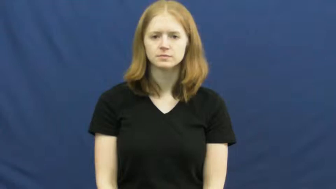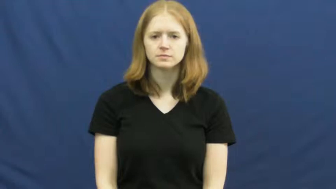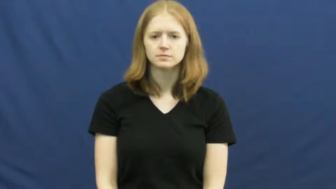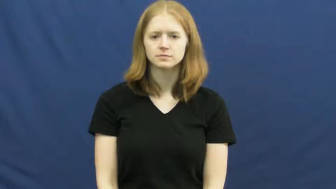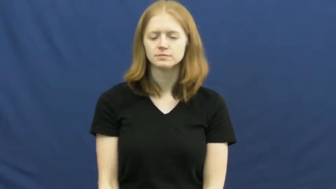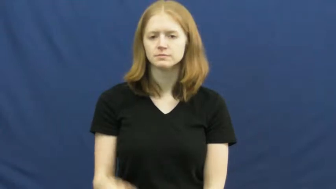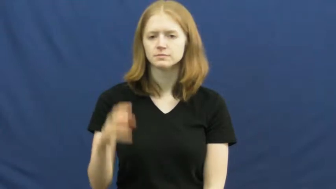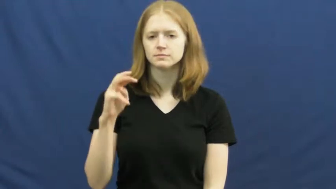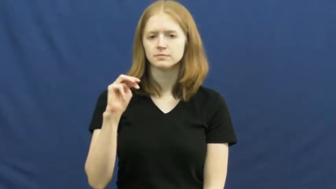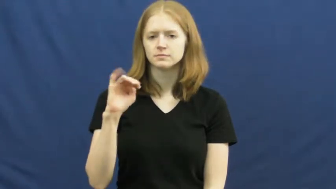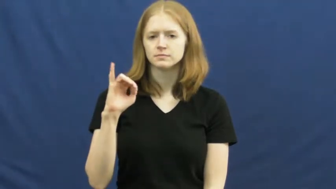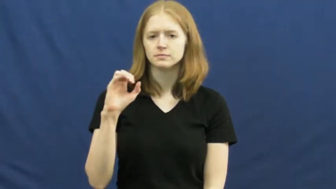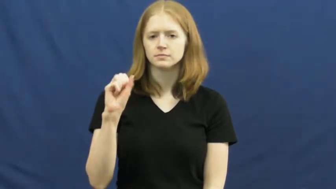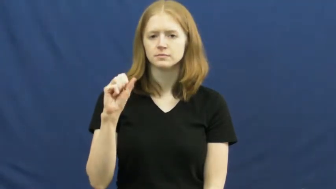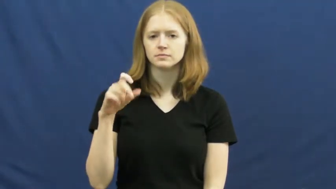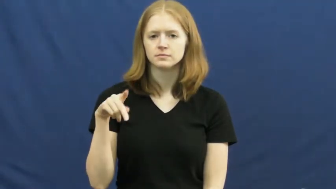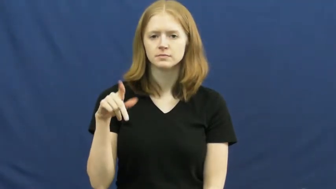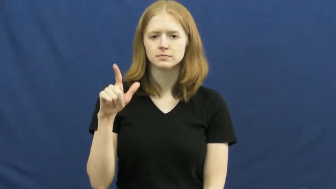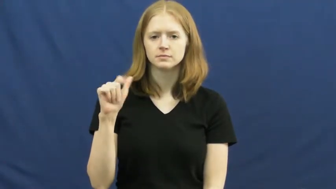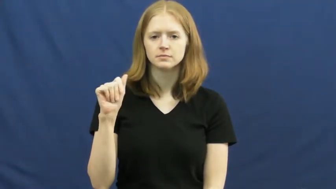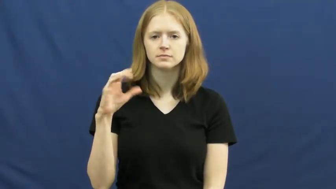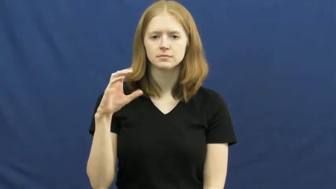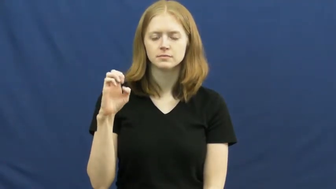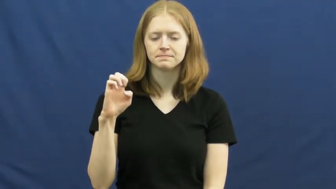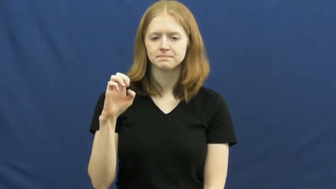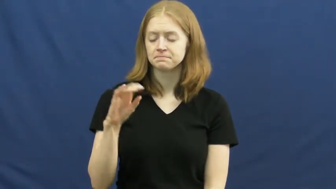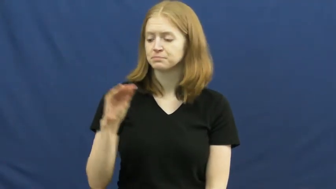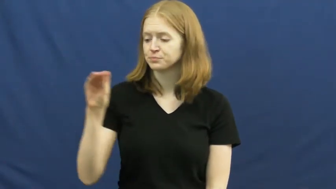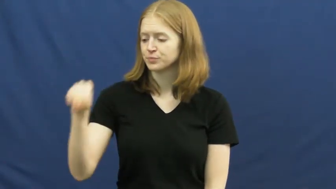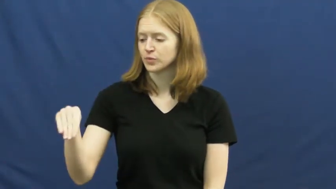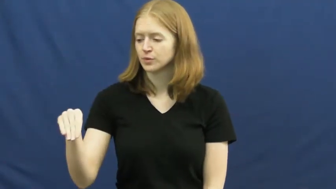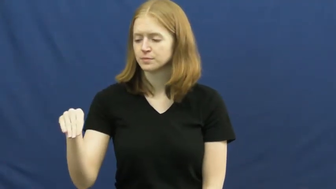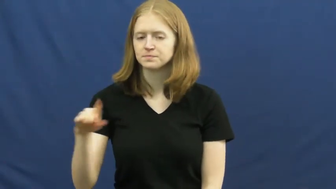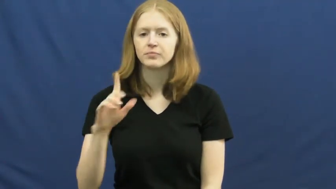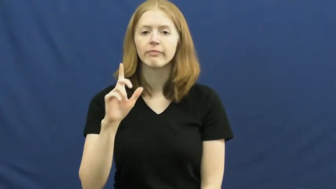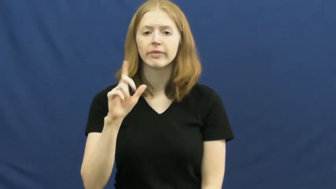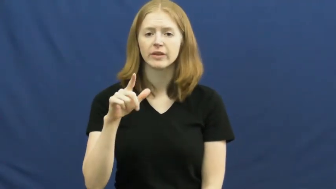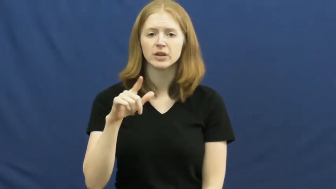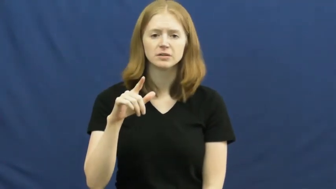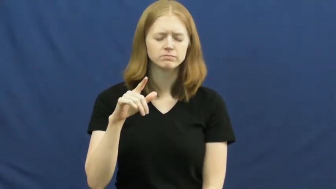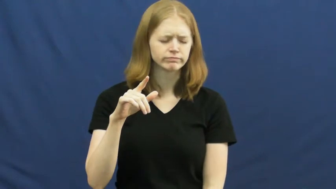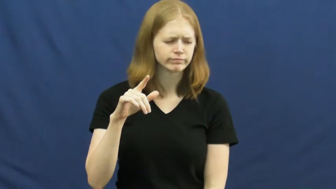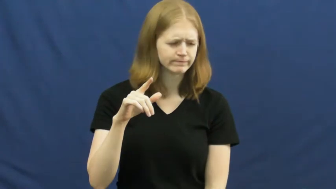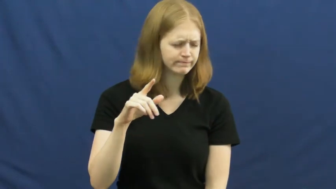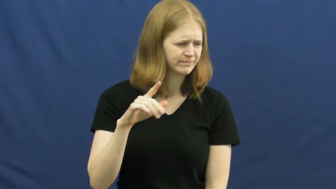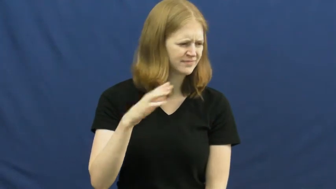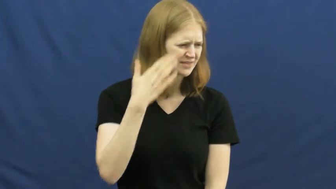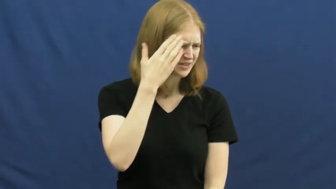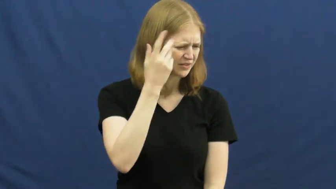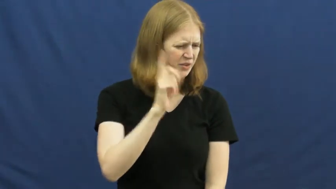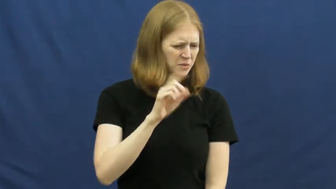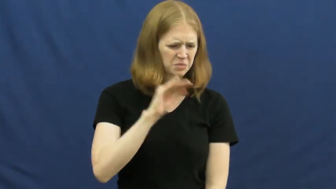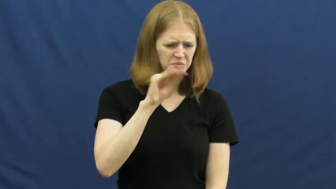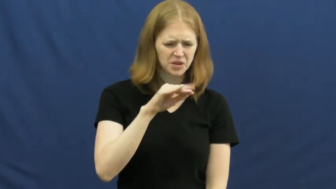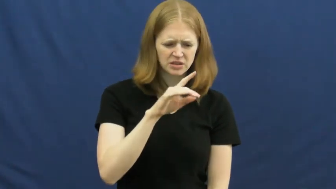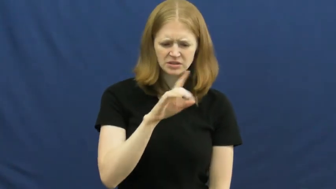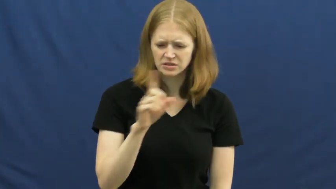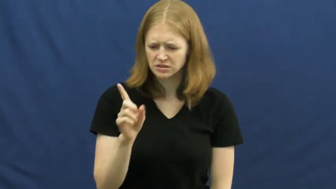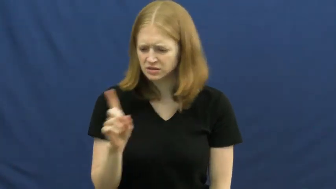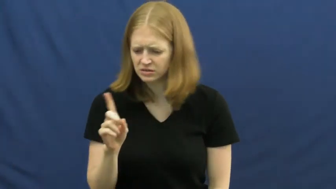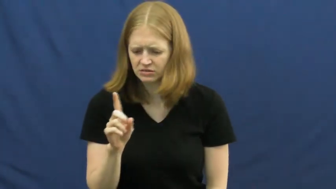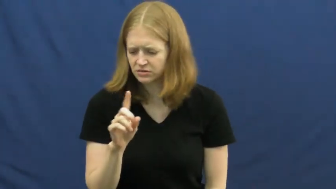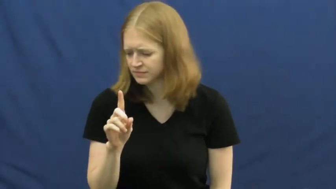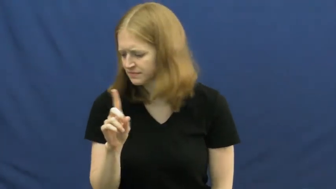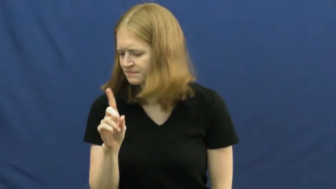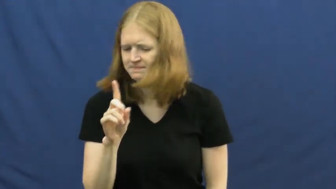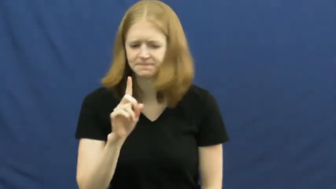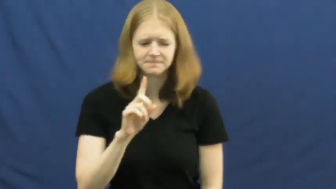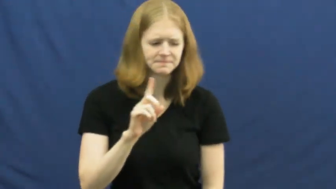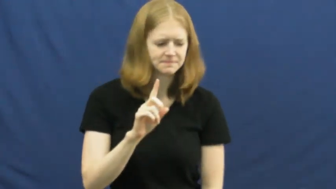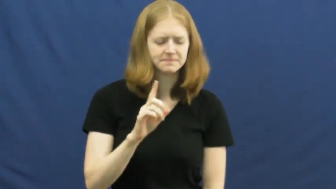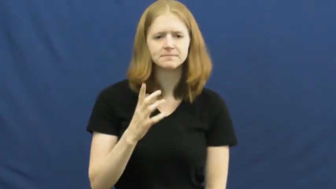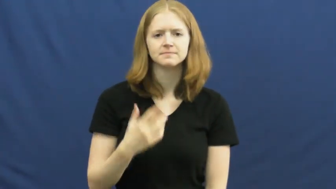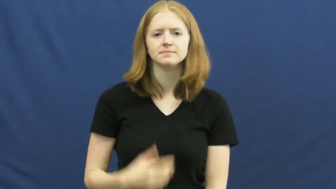misplace